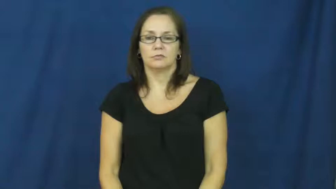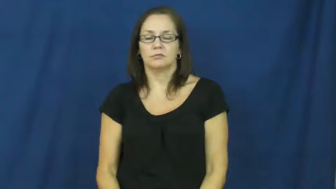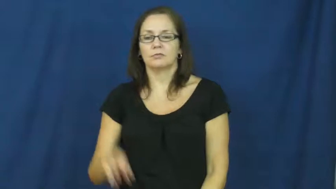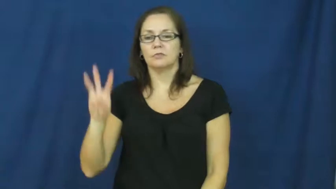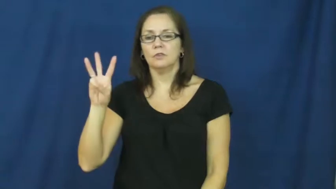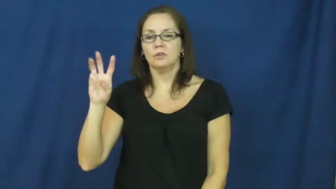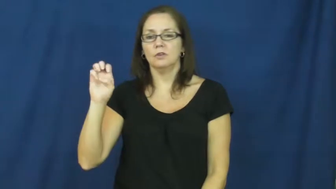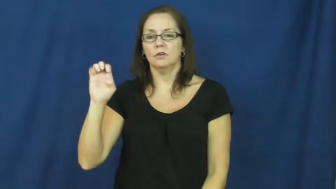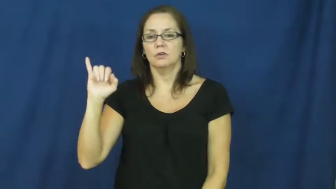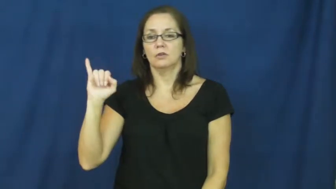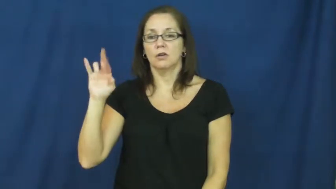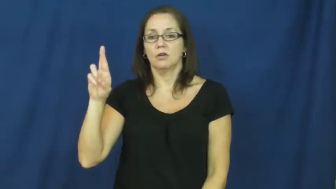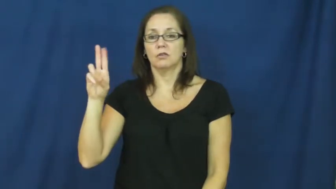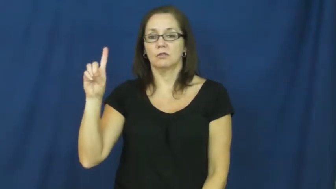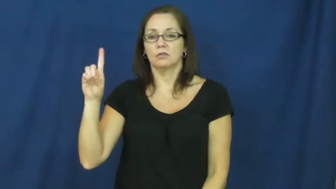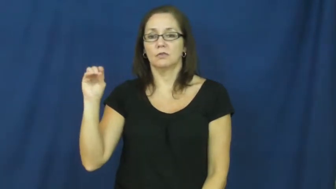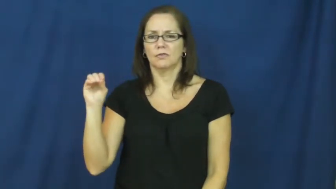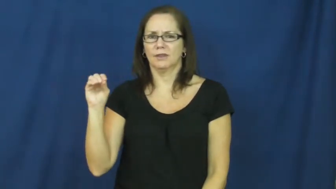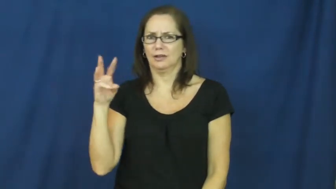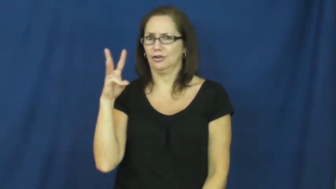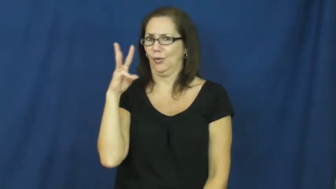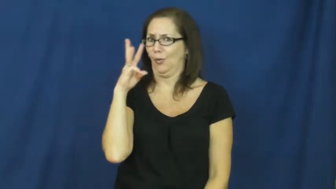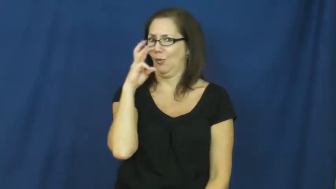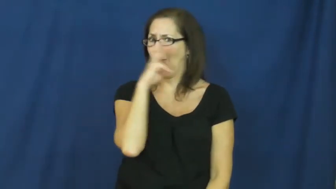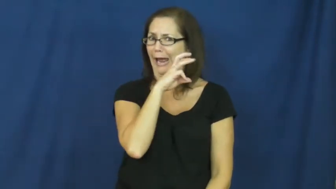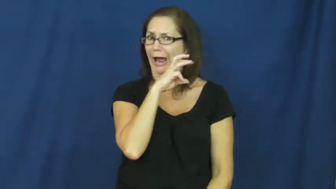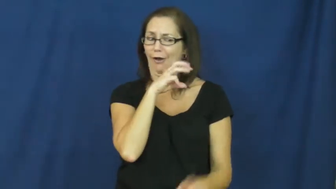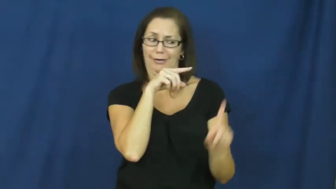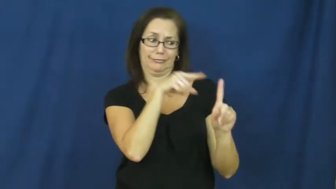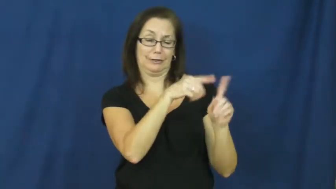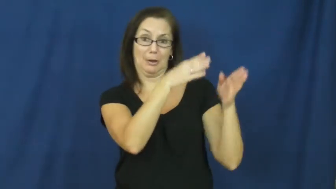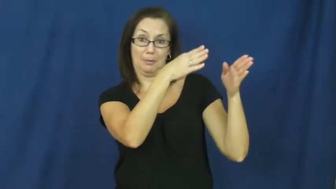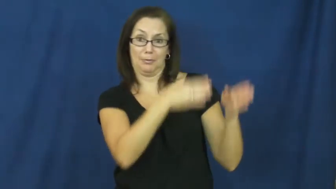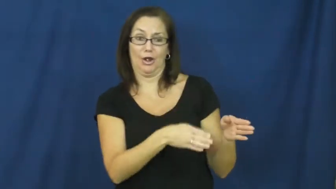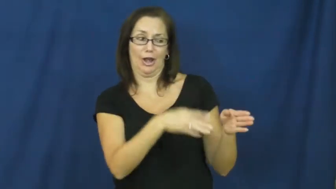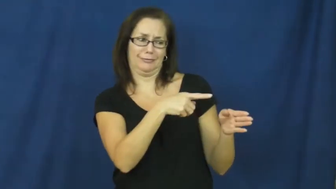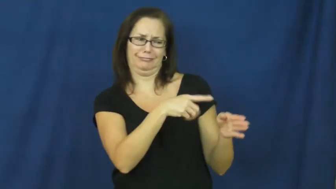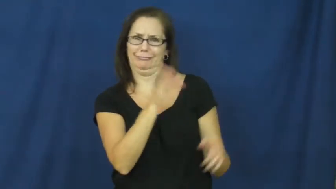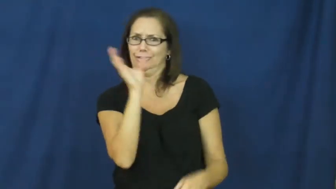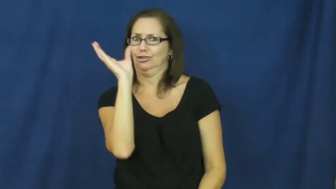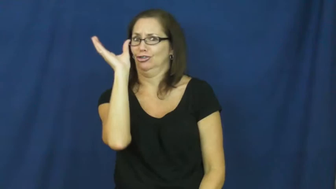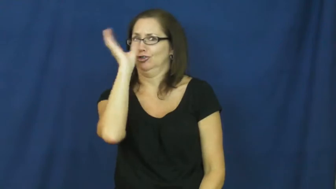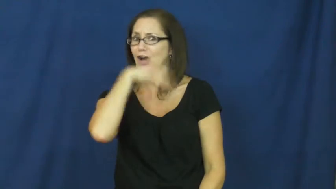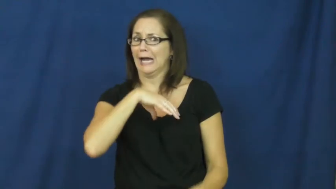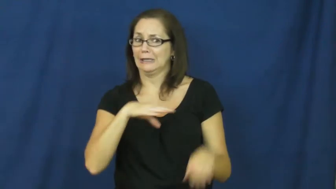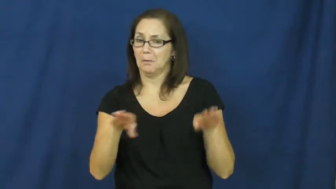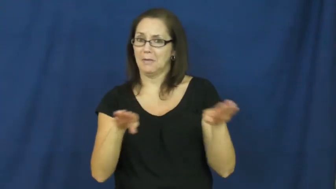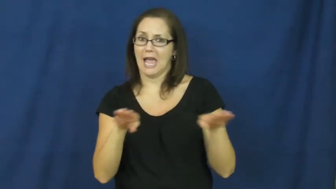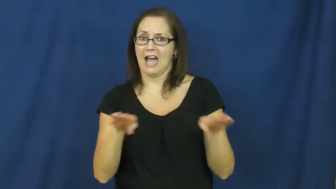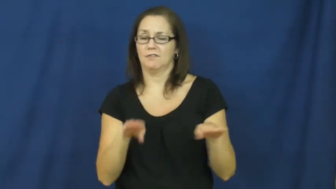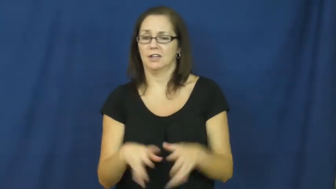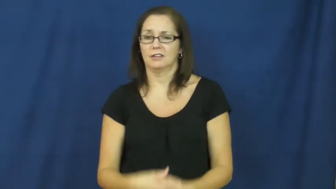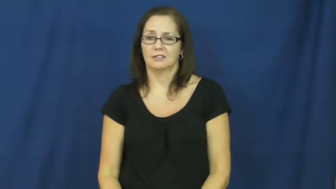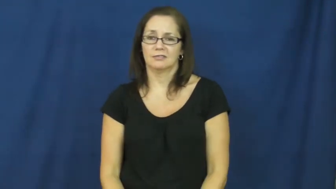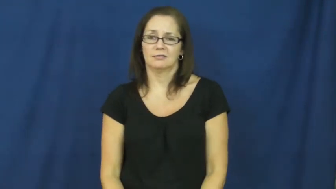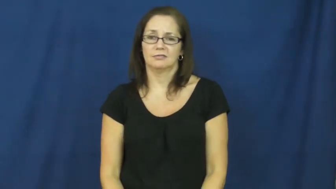weirdo